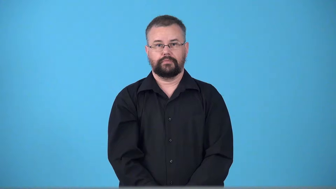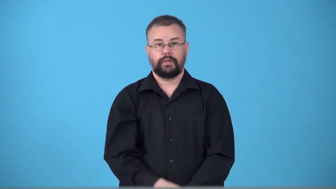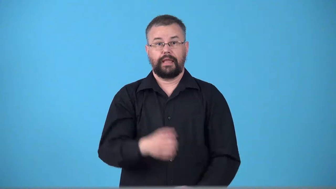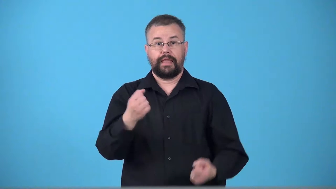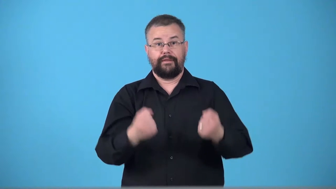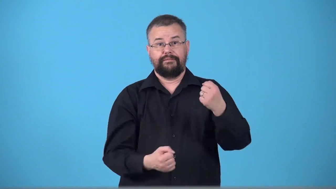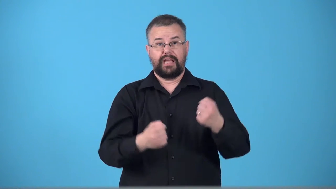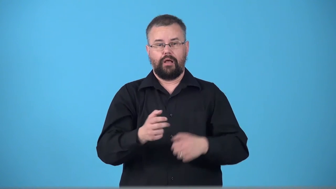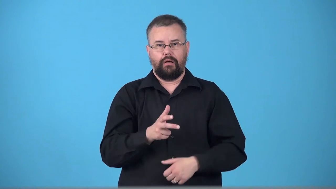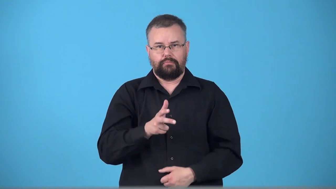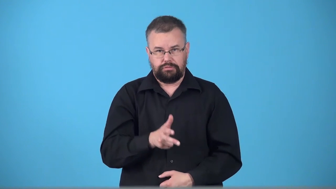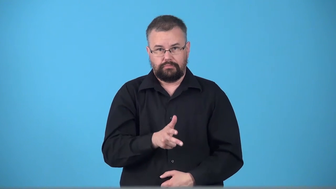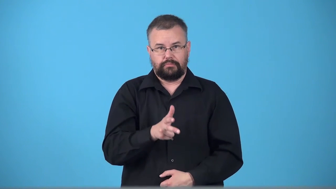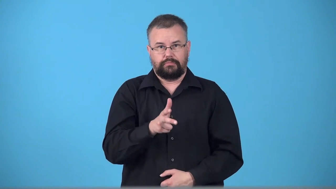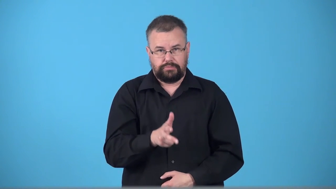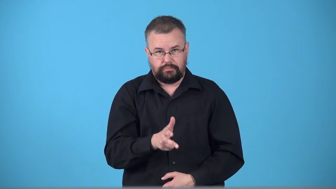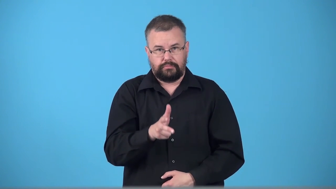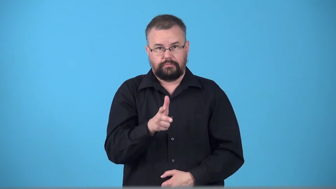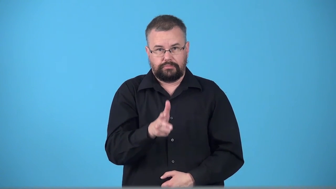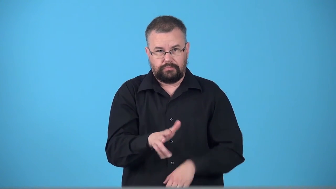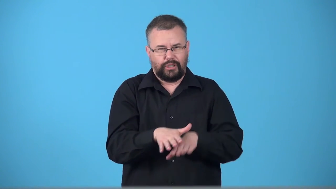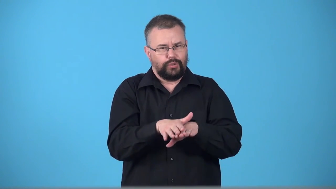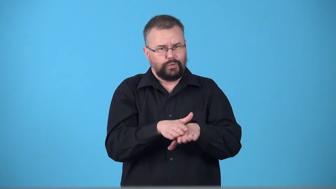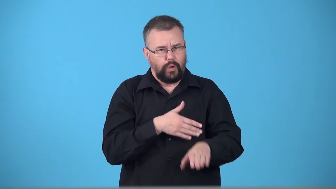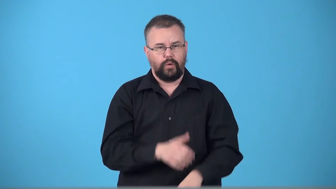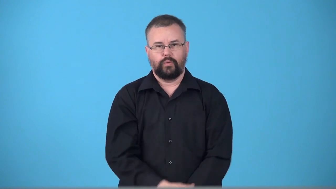trundle-move slowly